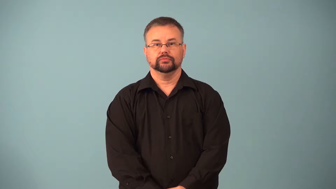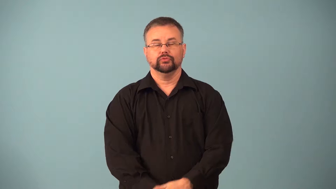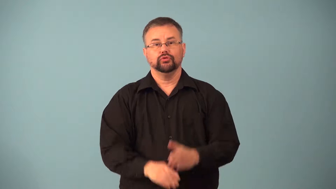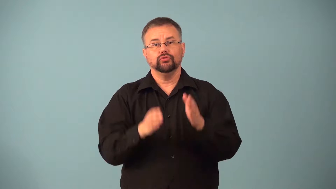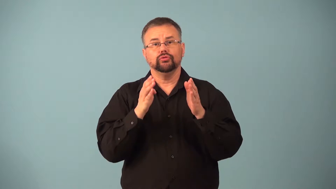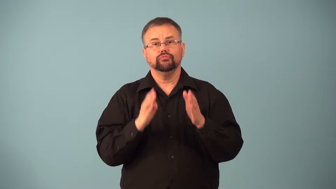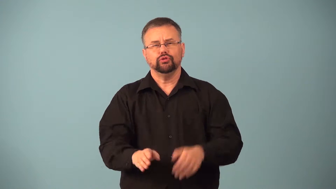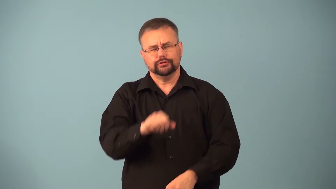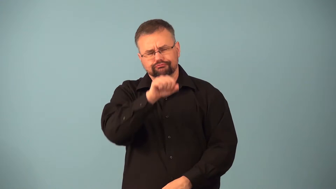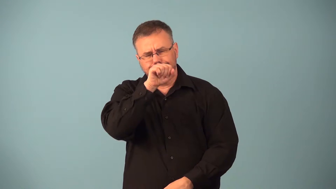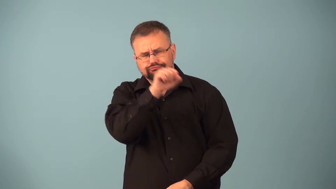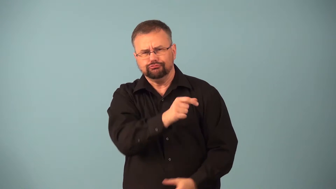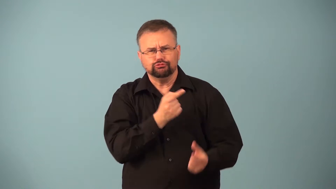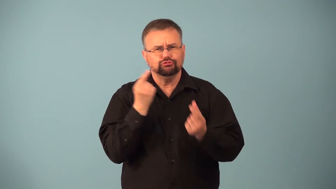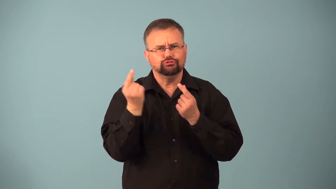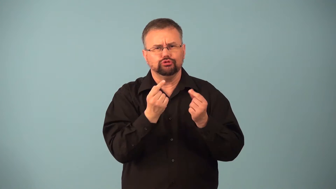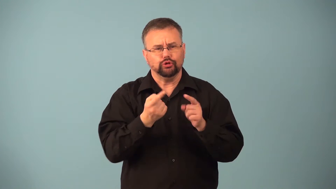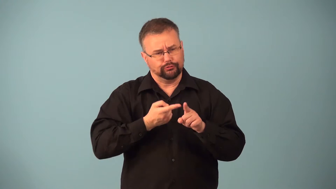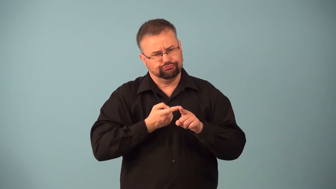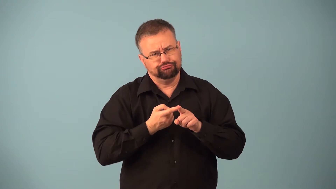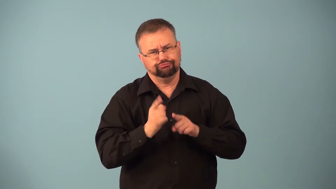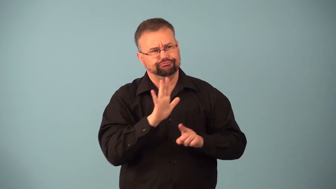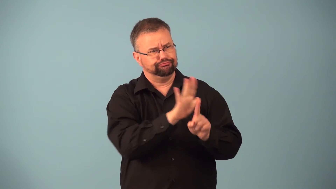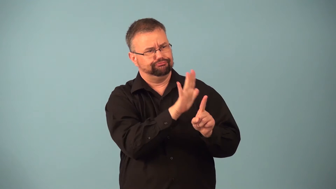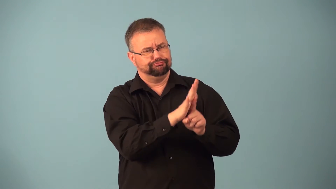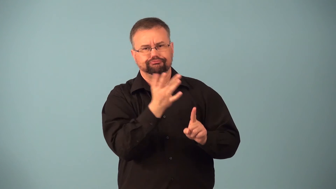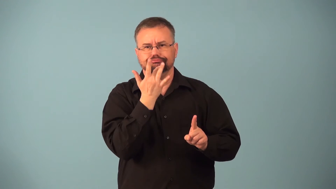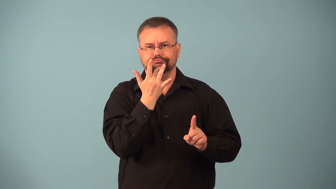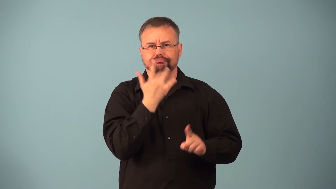fancier-person who likes something